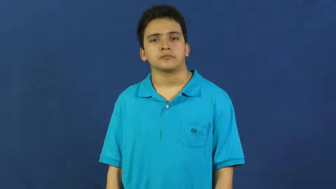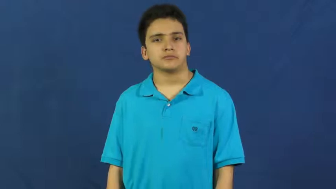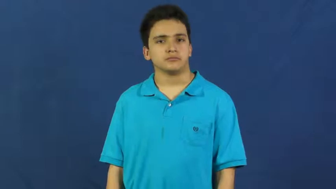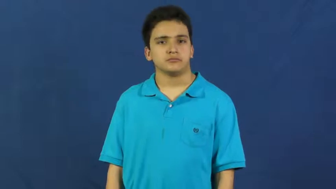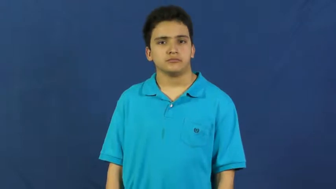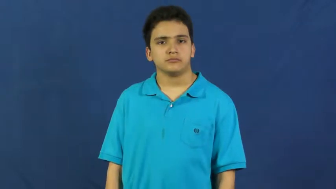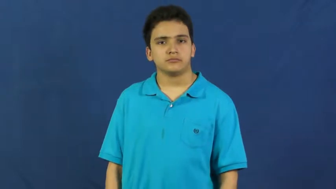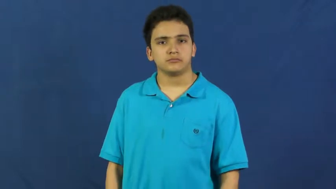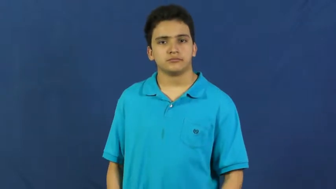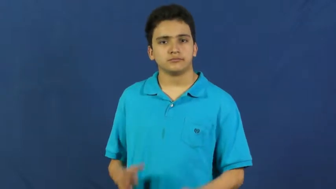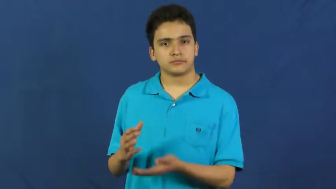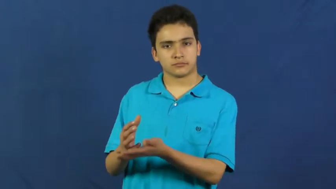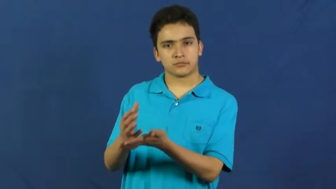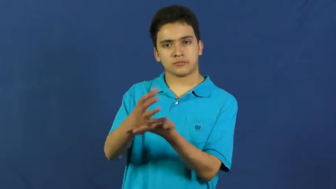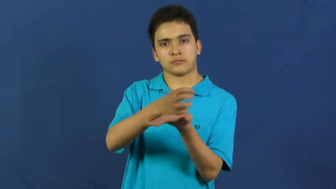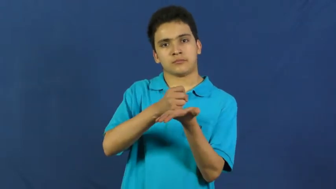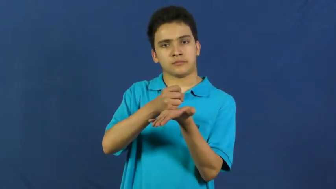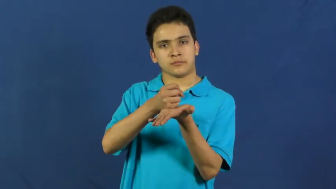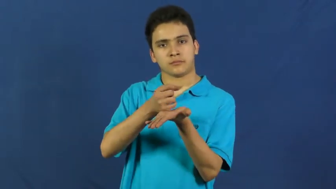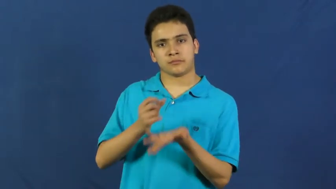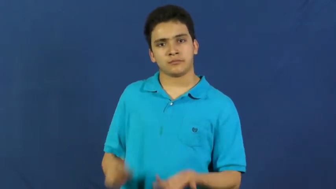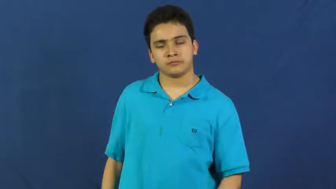make,pull in-earn